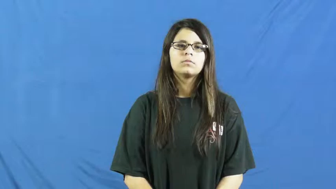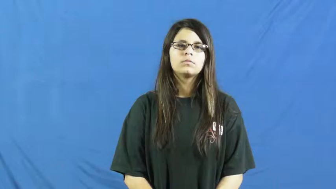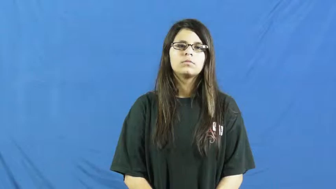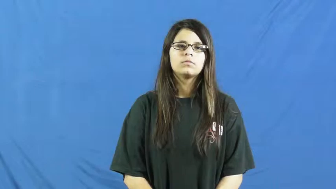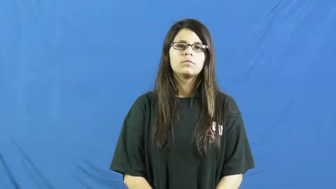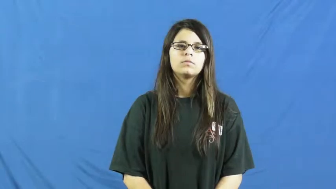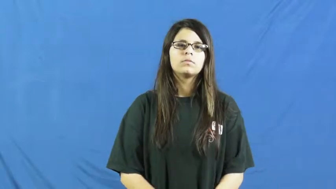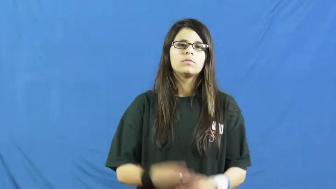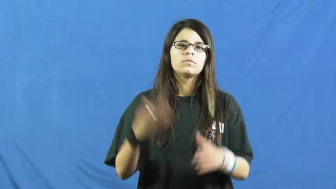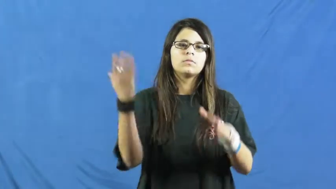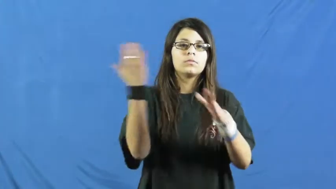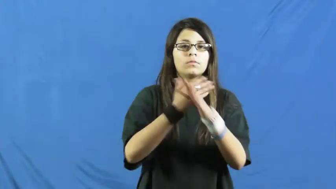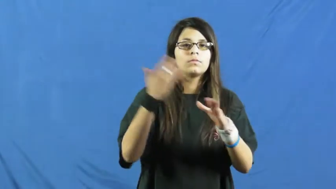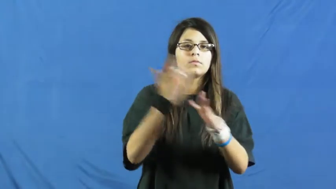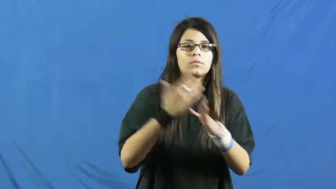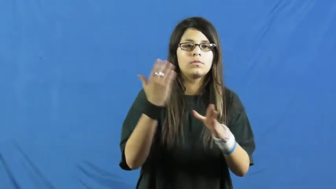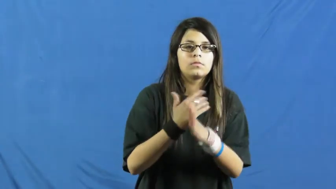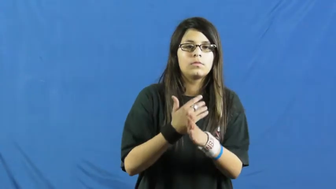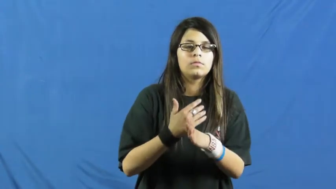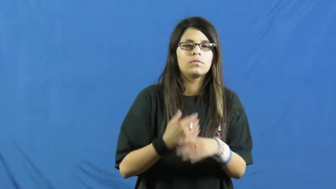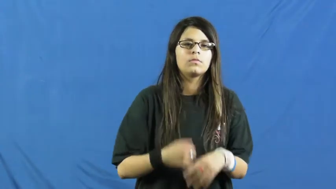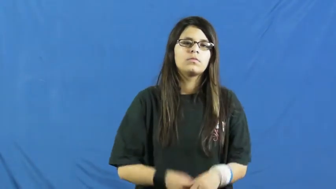irritate